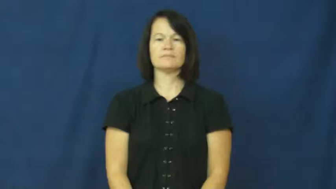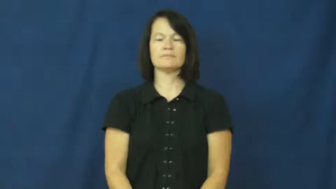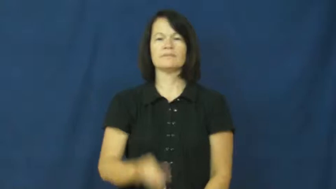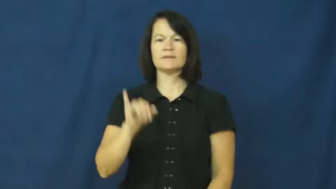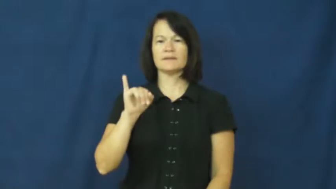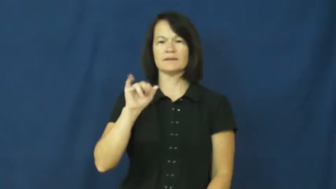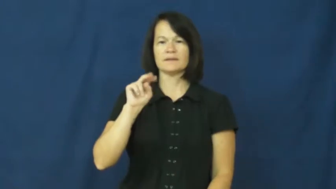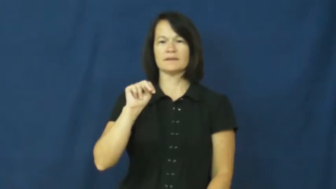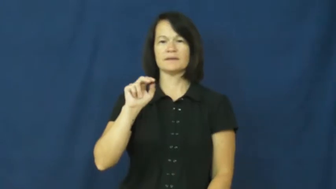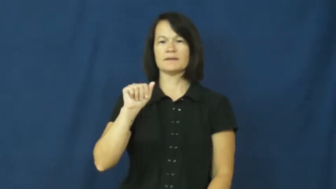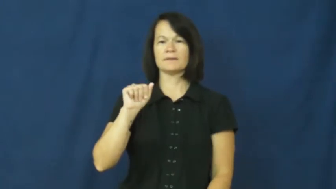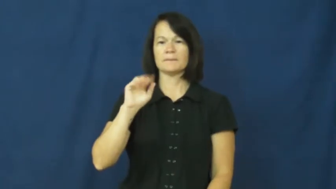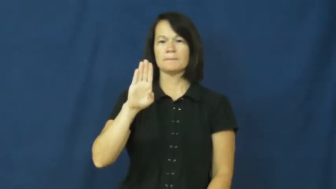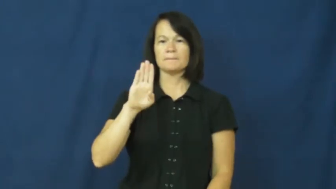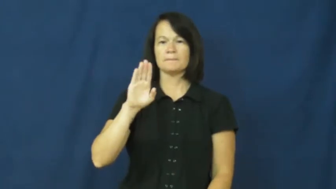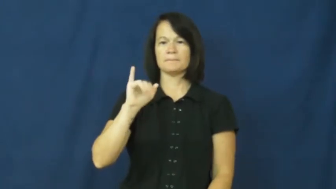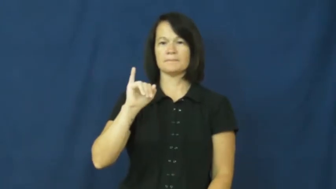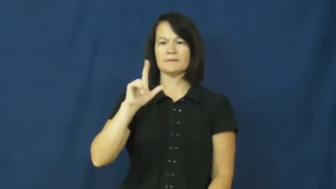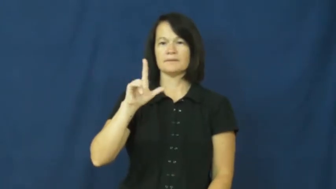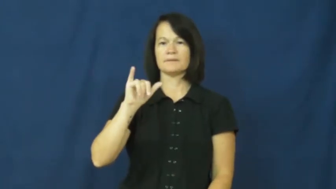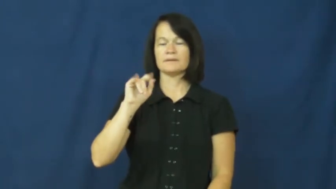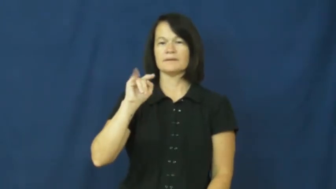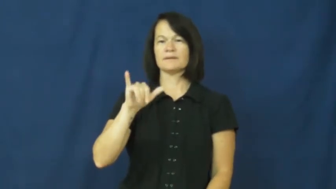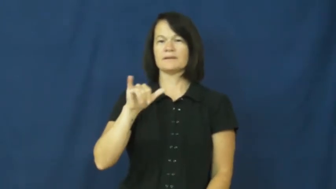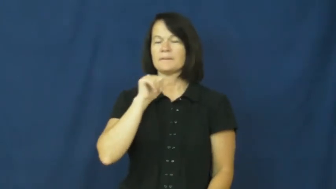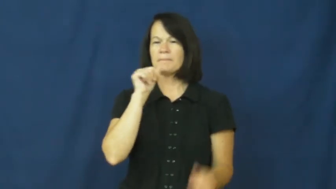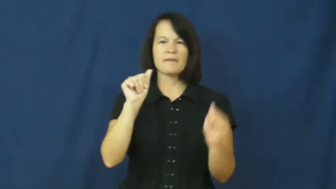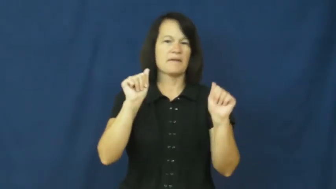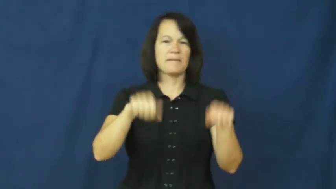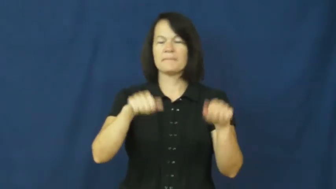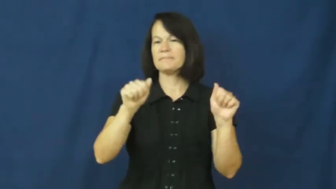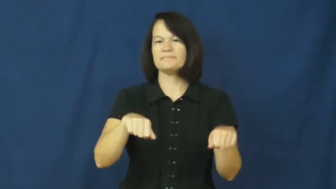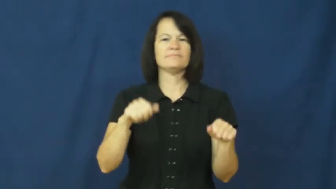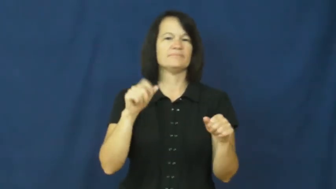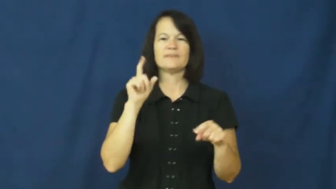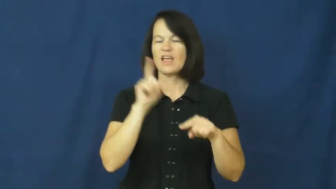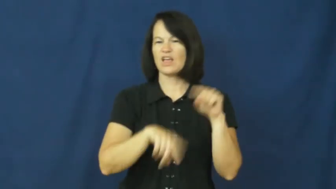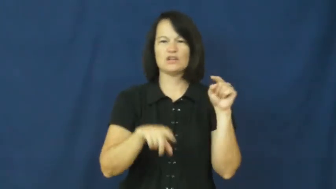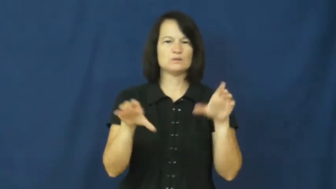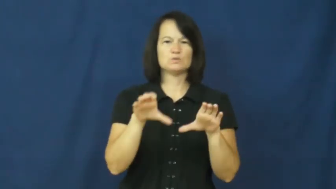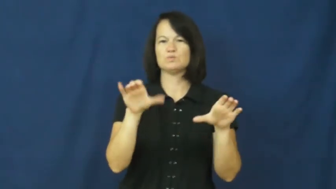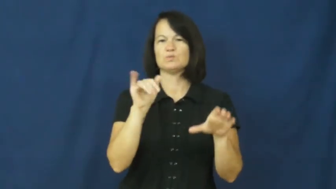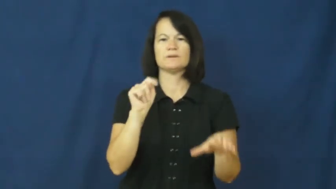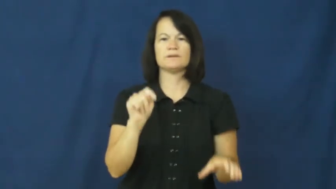inability